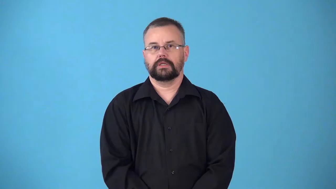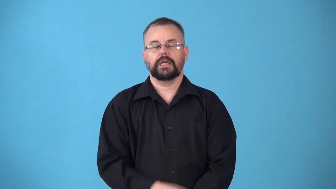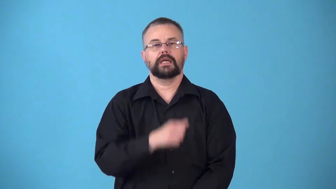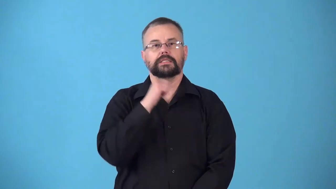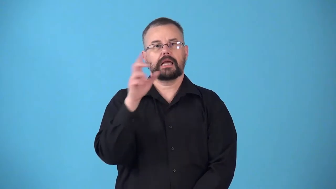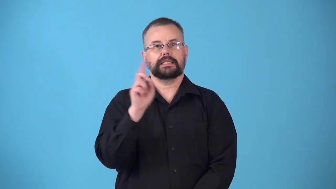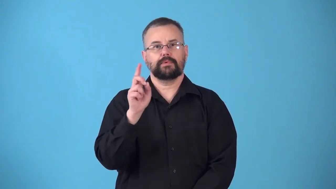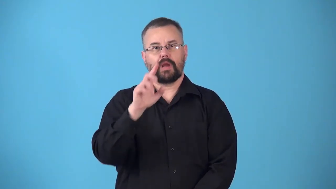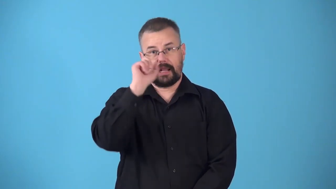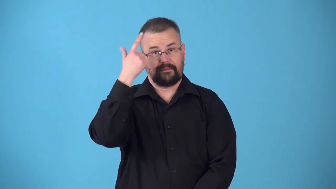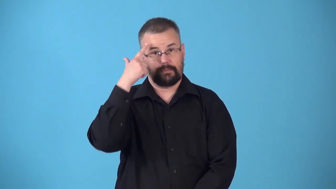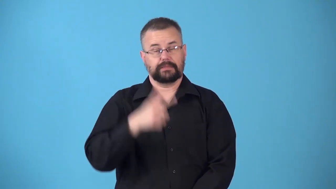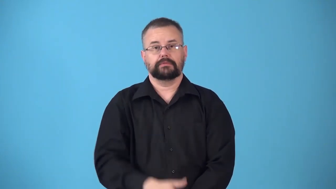nondemocratic